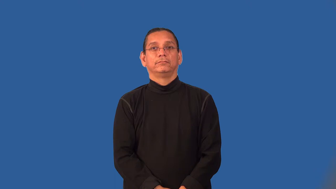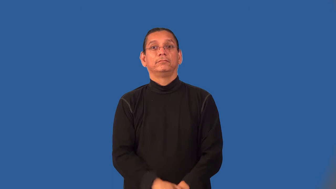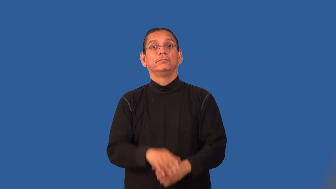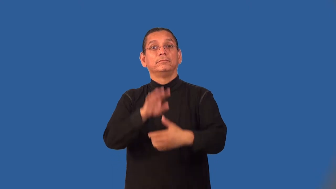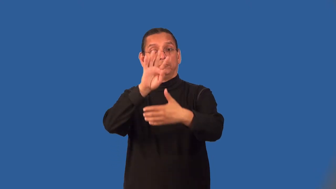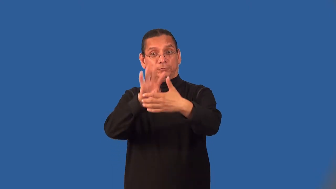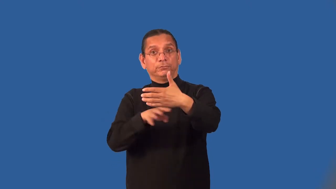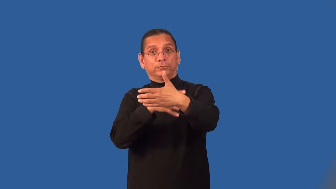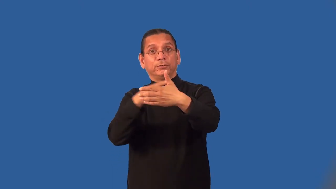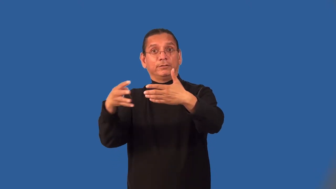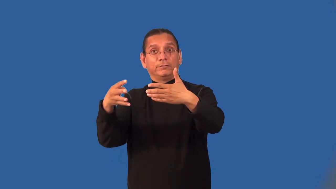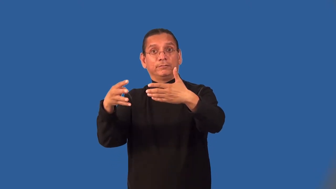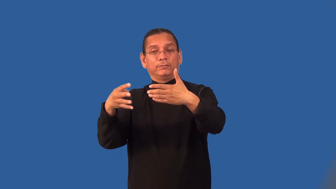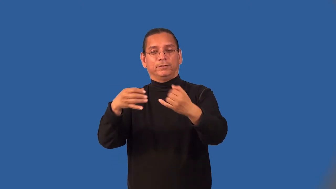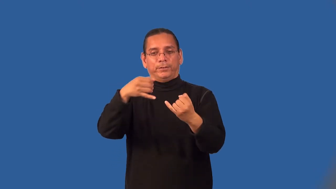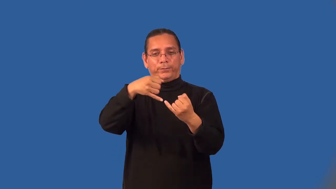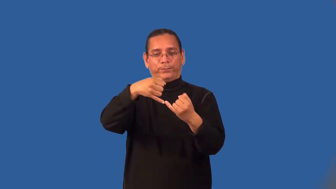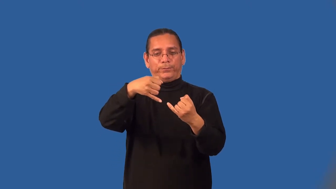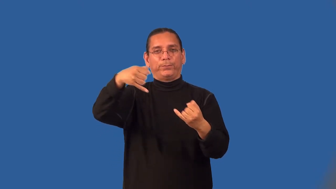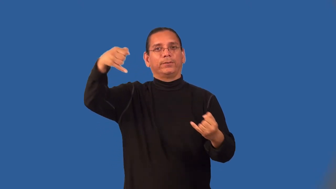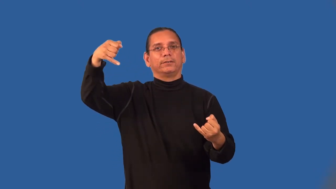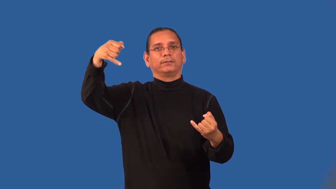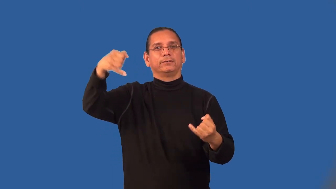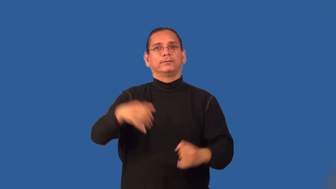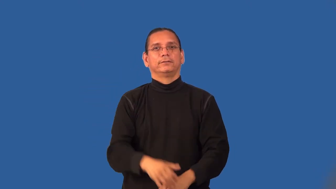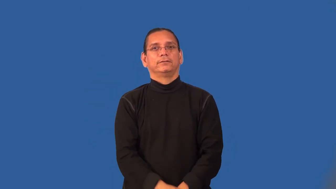linear